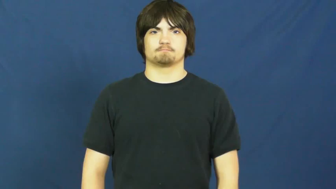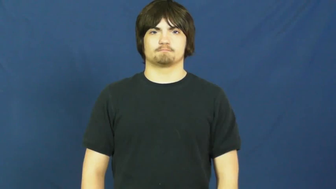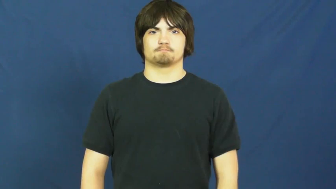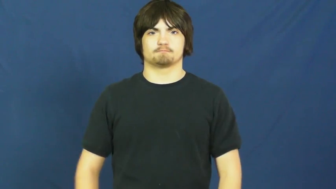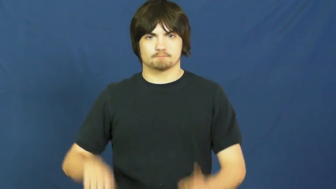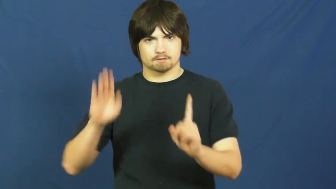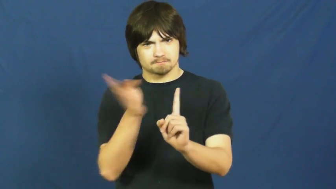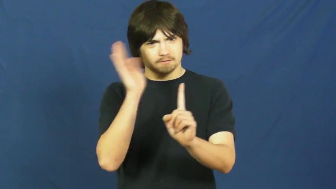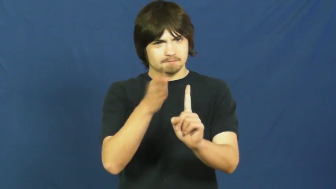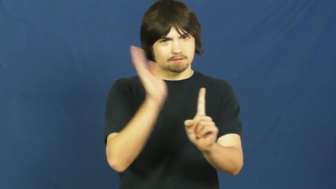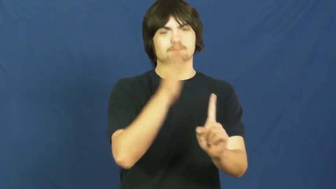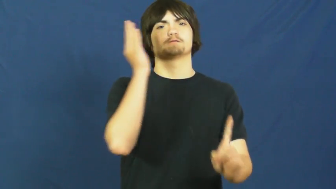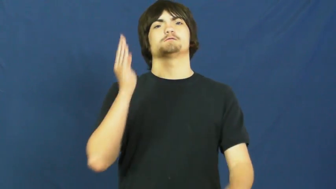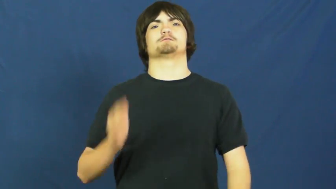spank,whoop,beat,tan,whup,blister